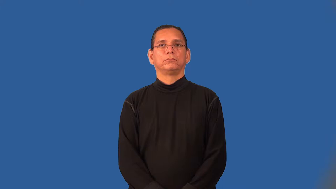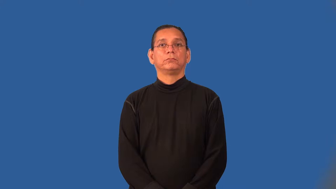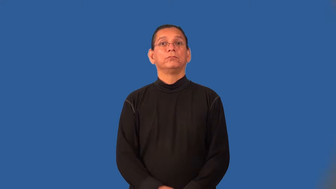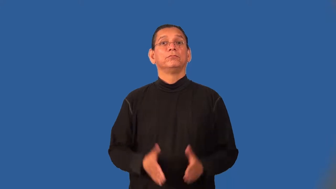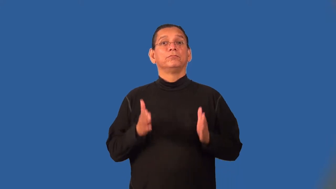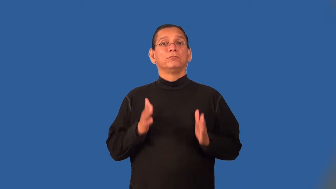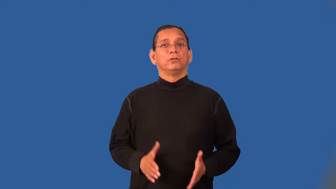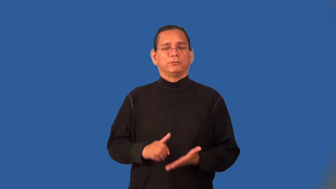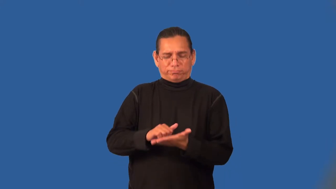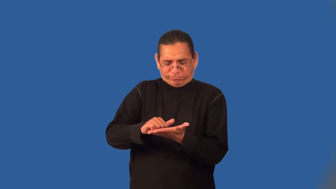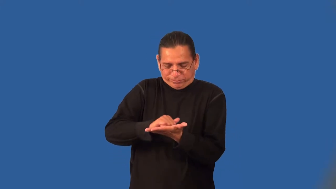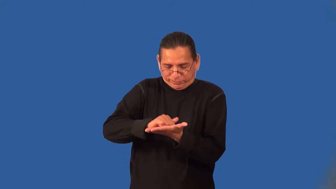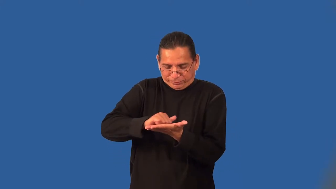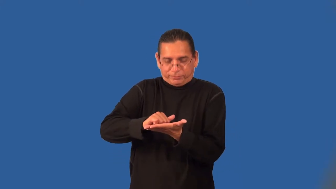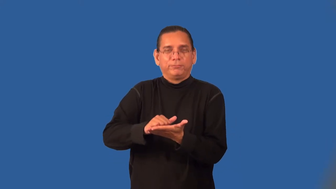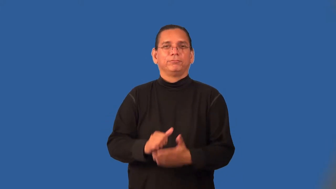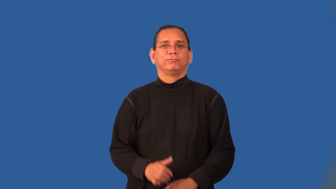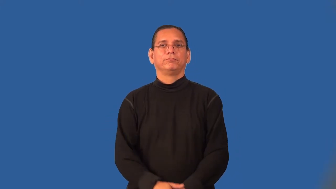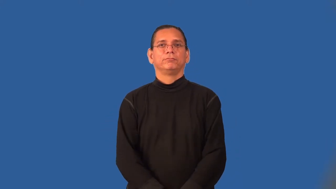sander